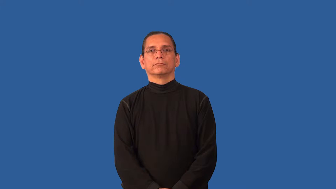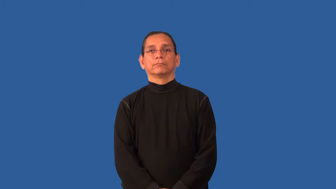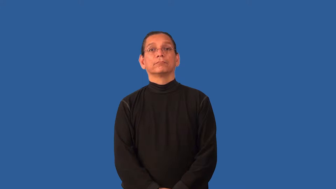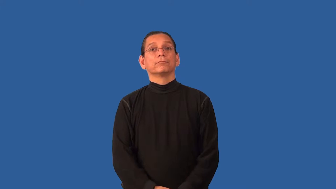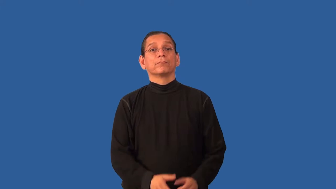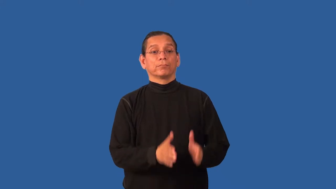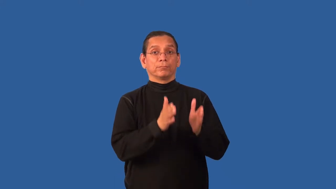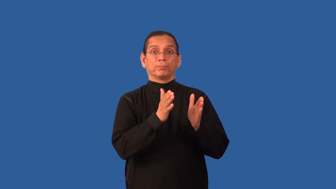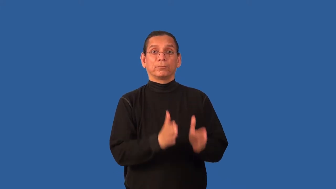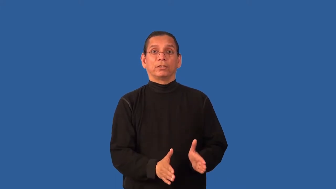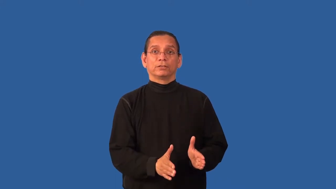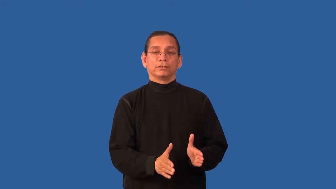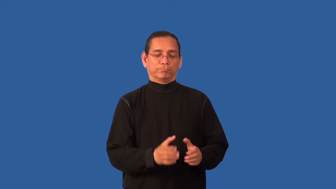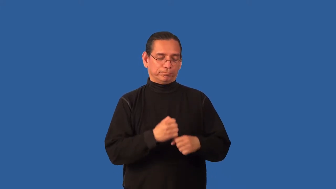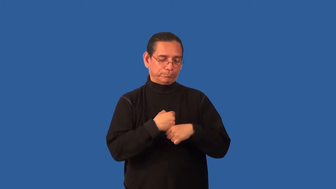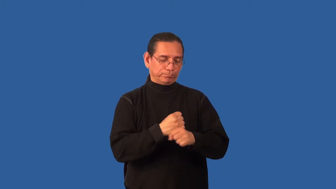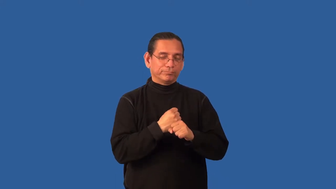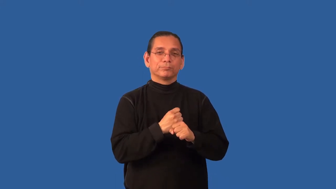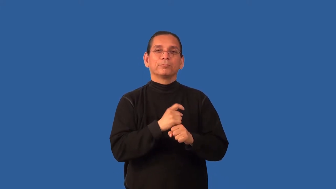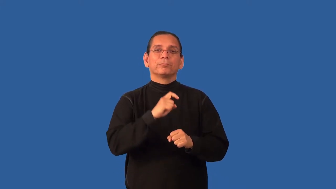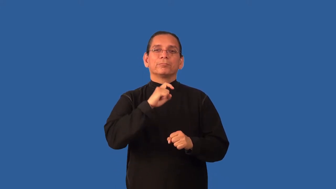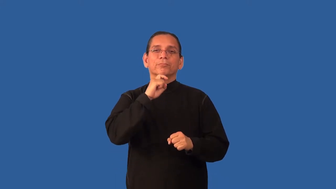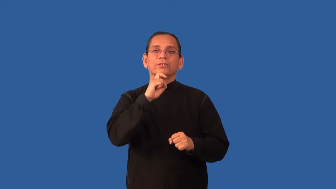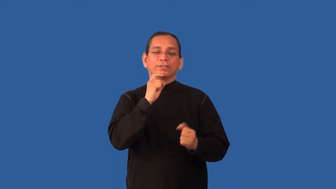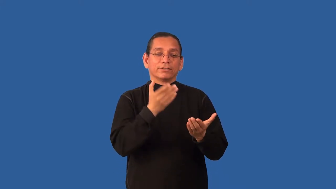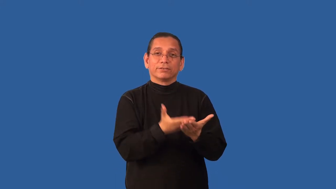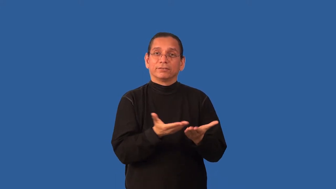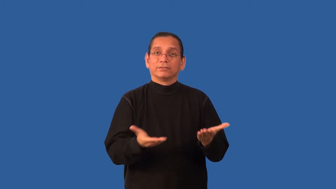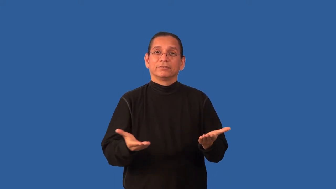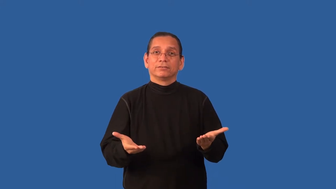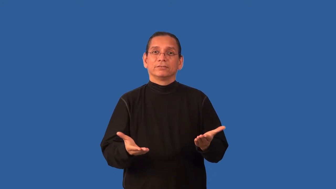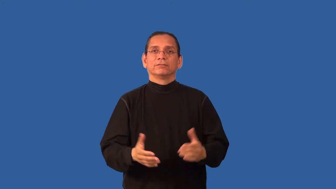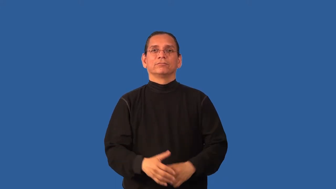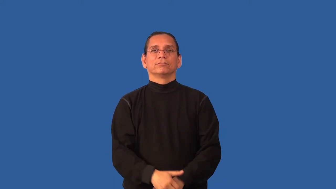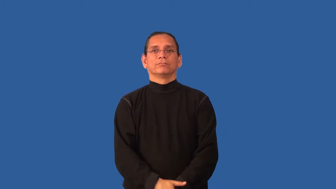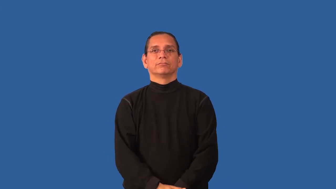blacksmith,smith,smithy,forger